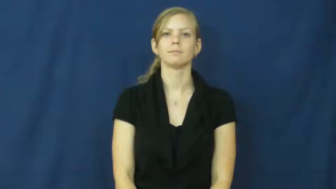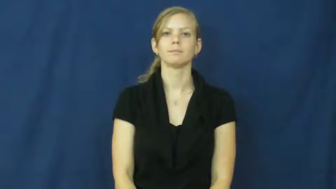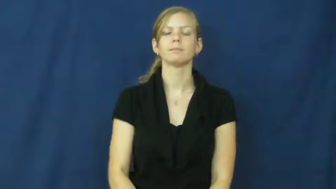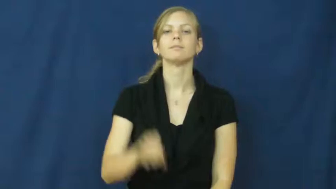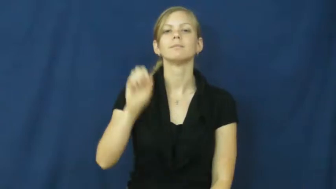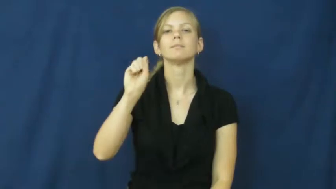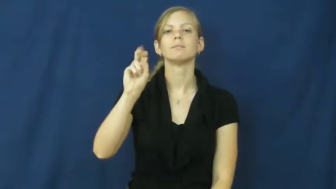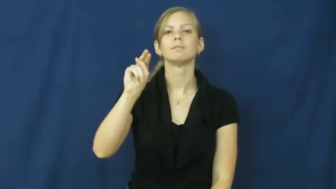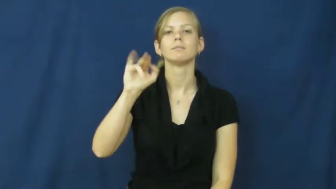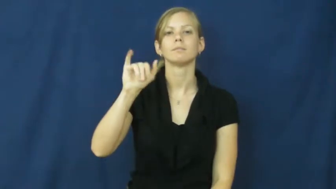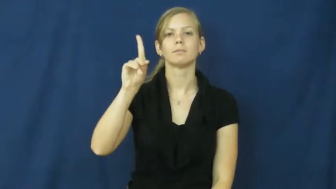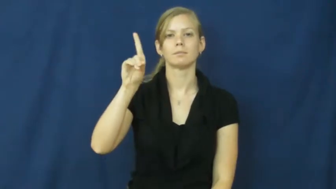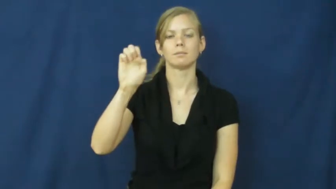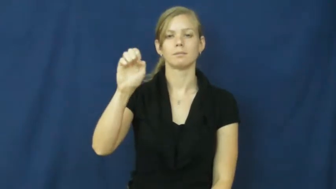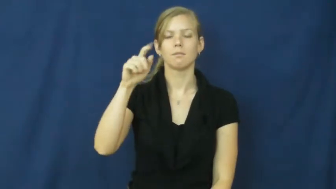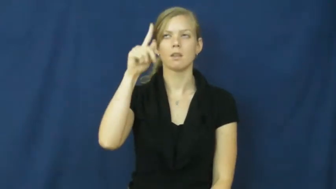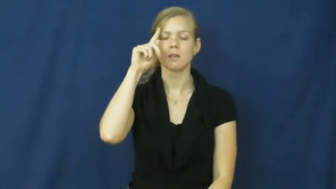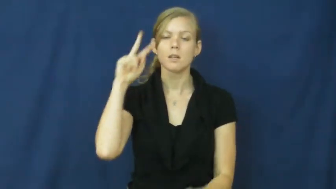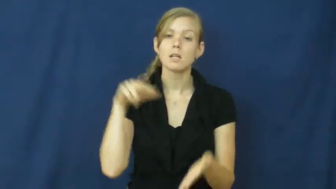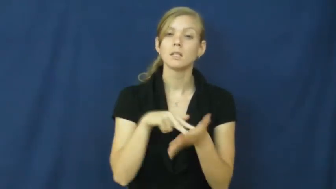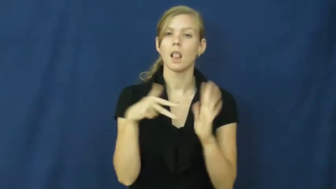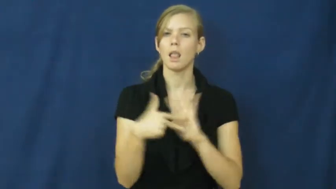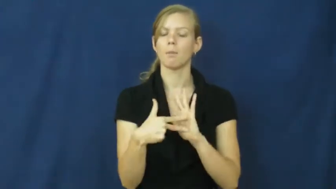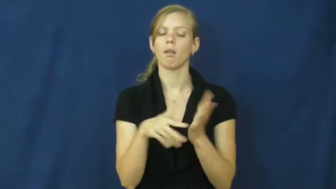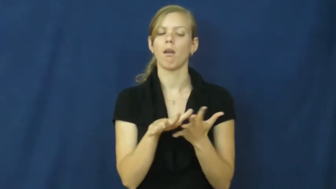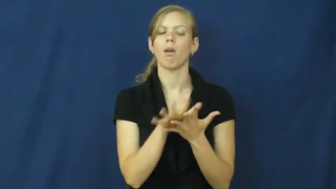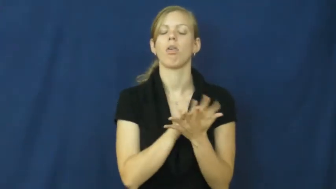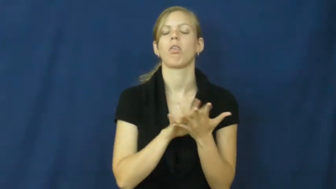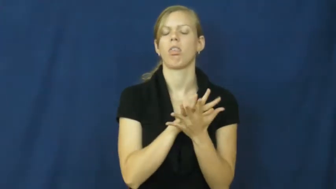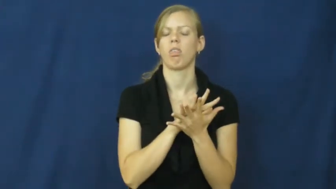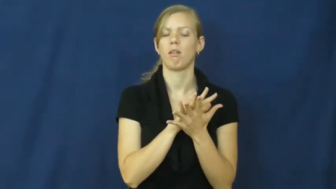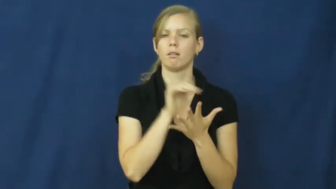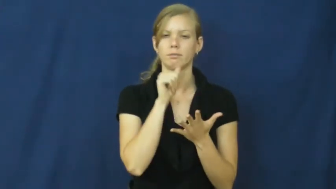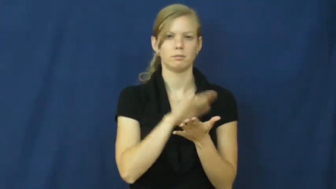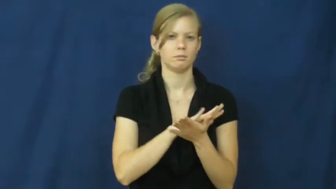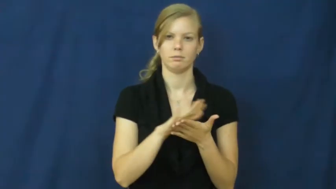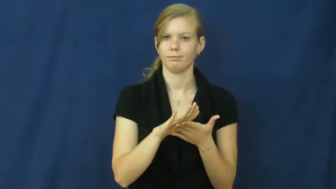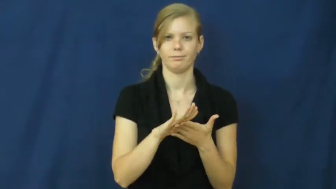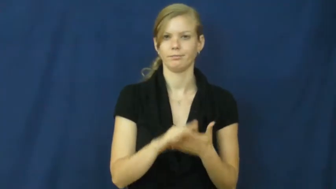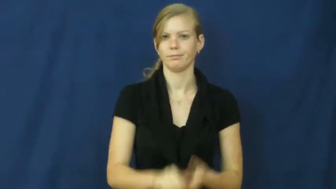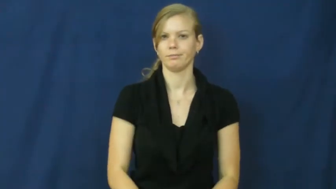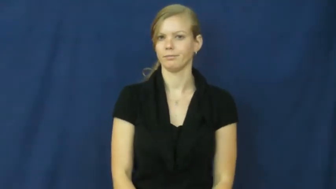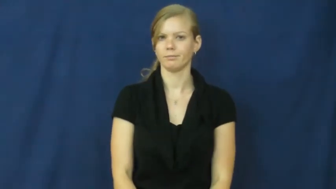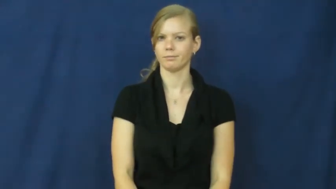snide